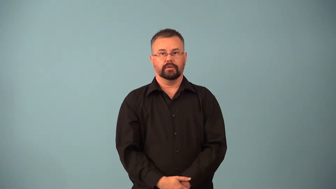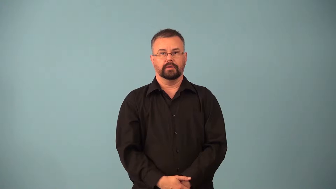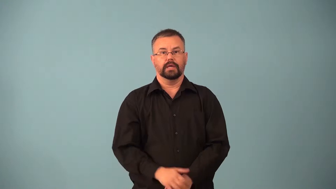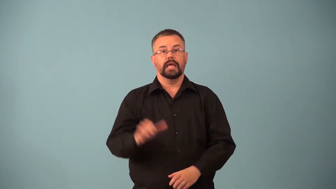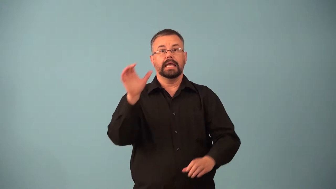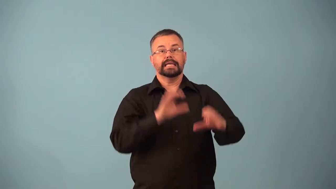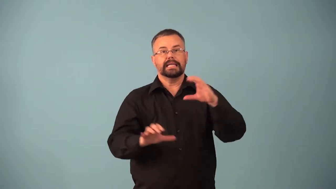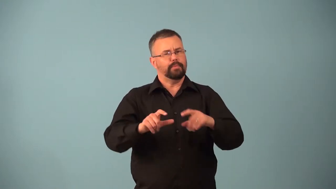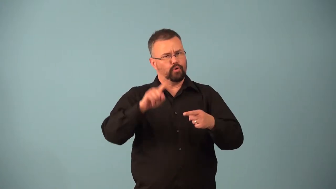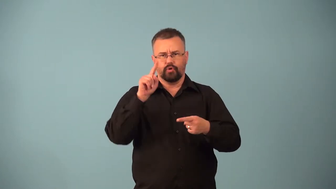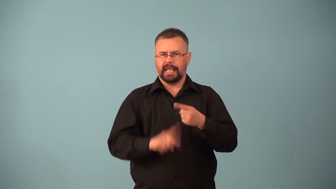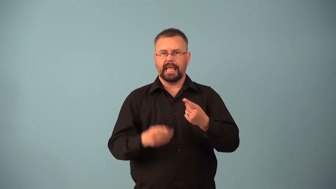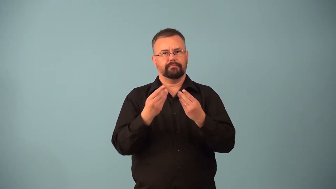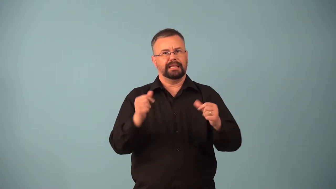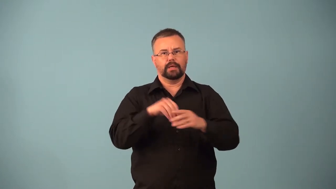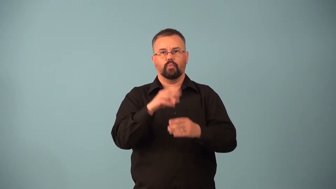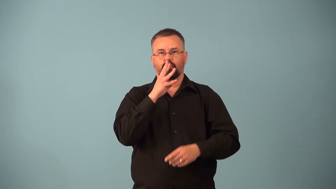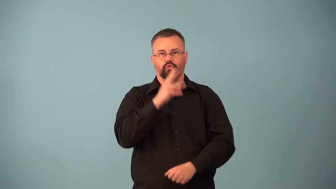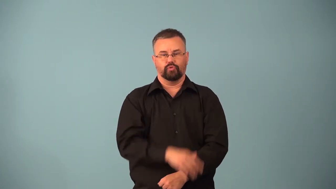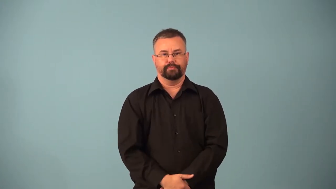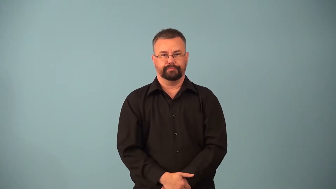lipid